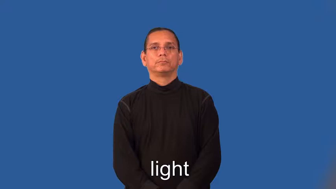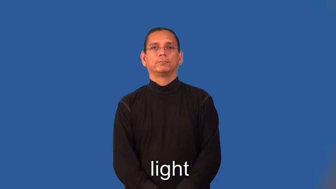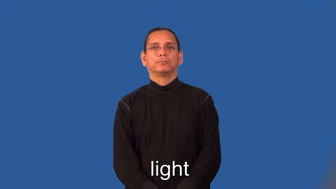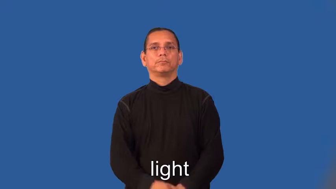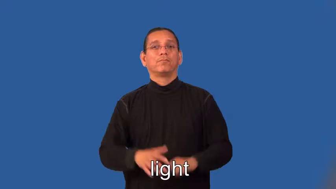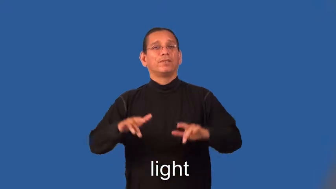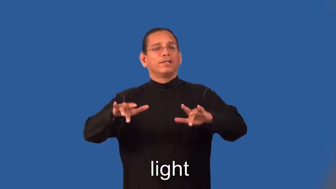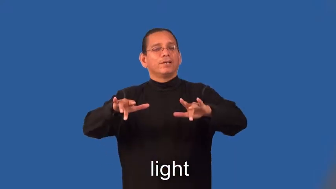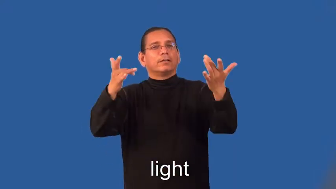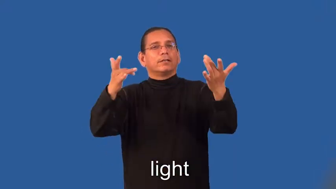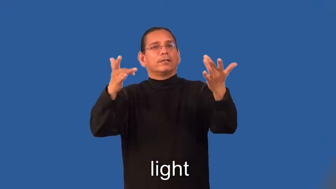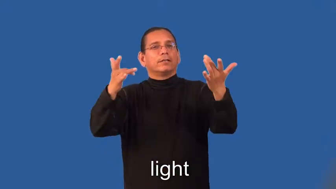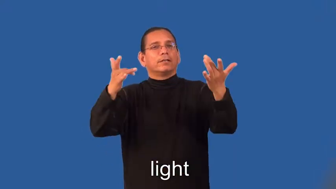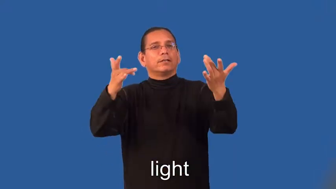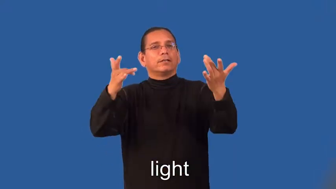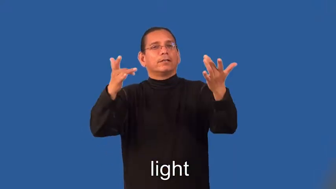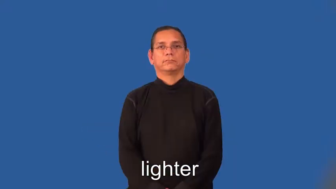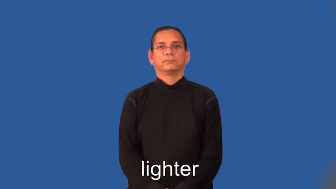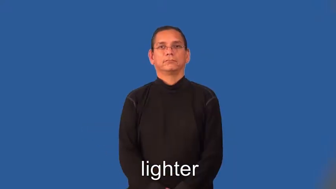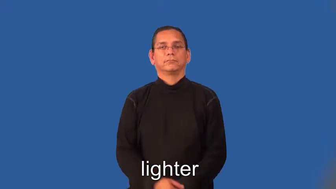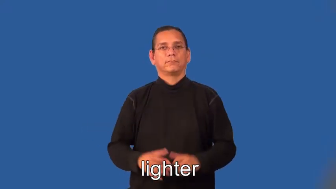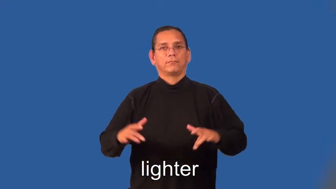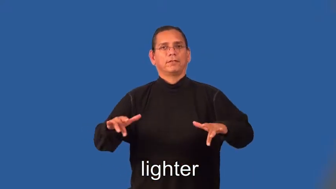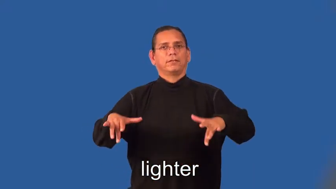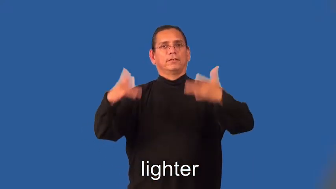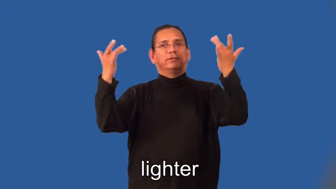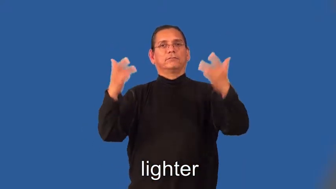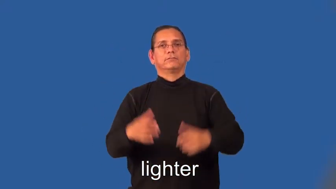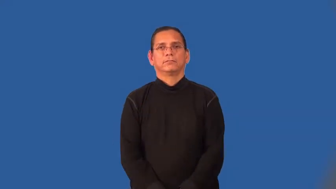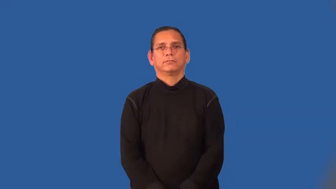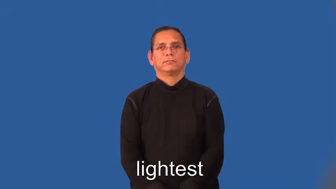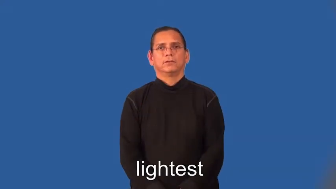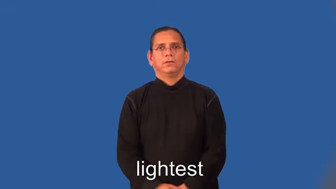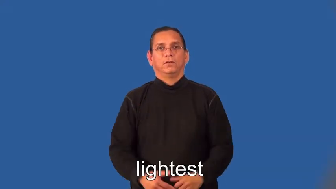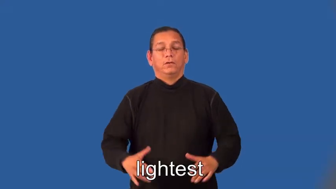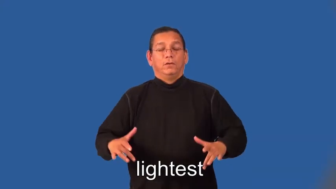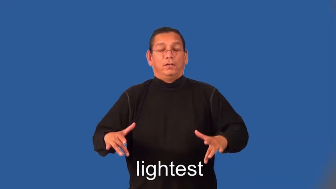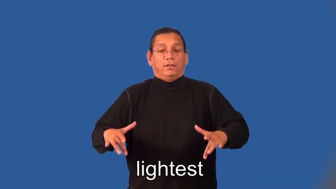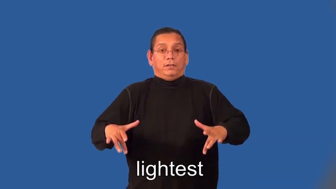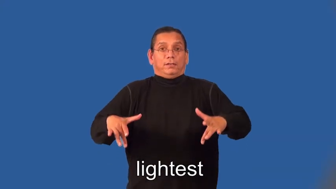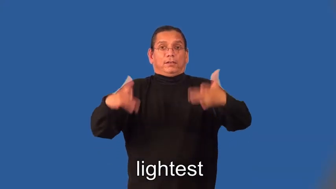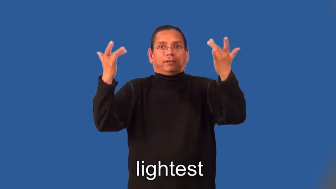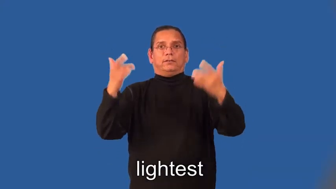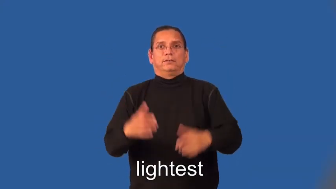lighter,lightest-weight